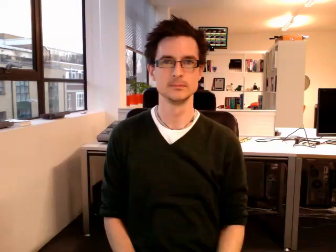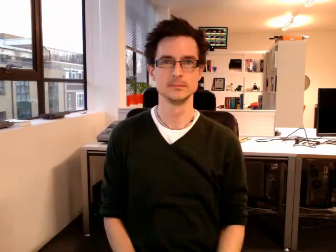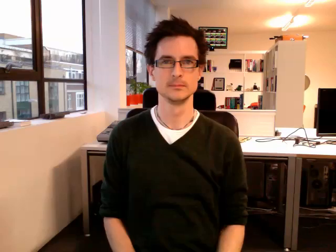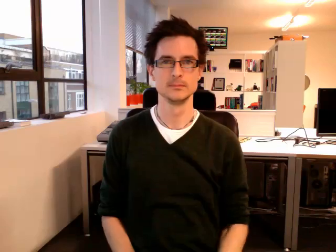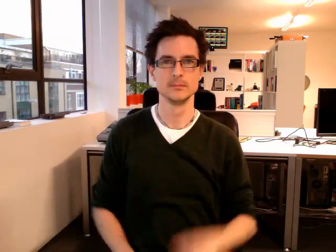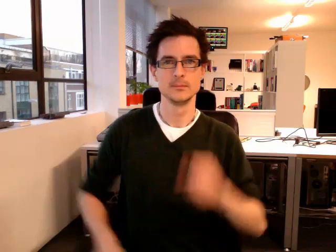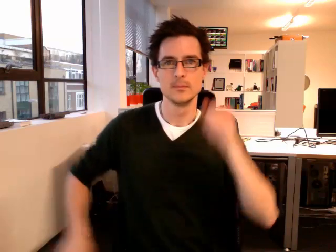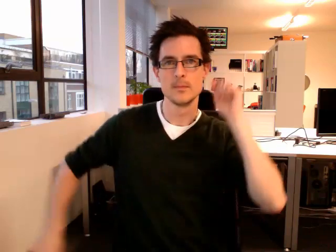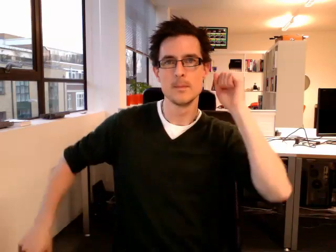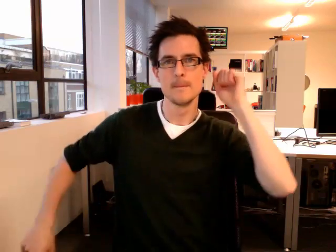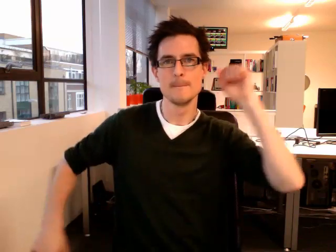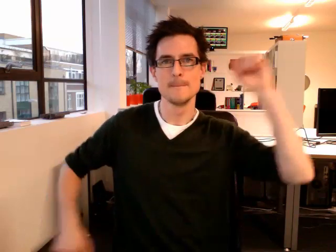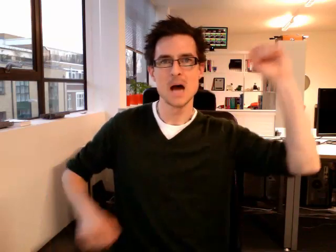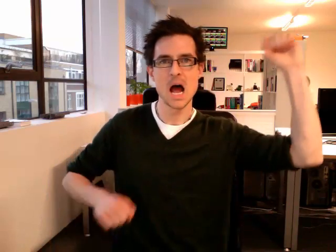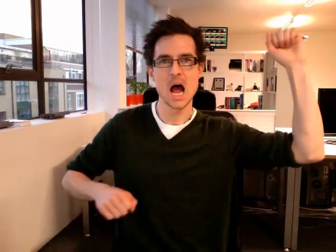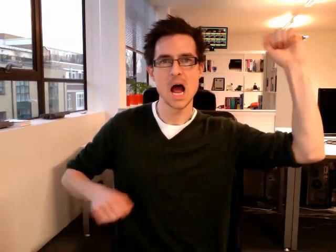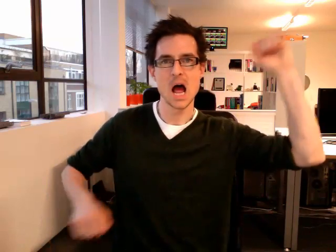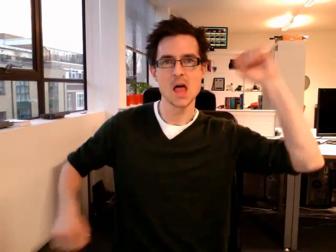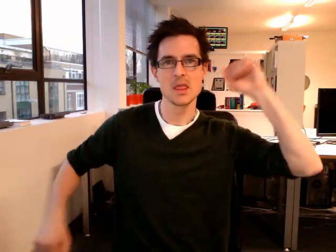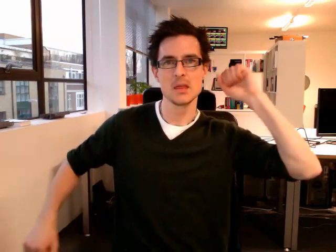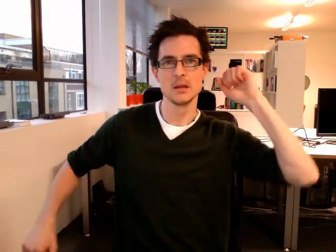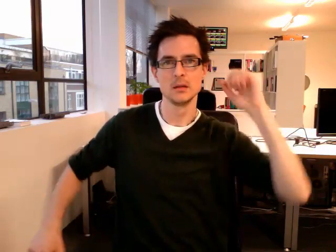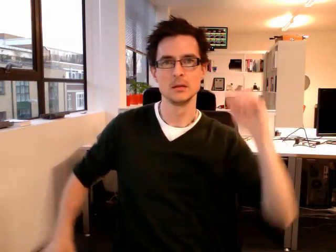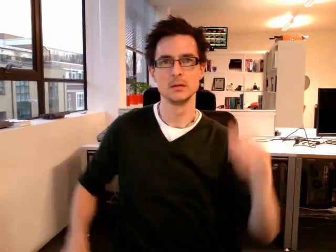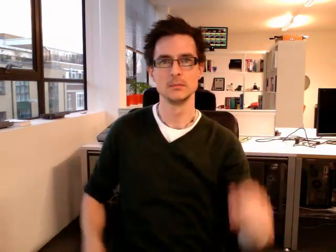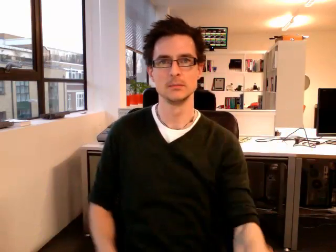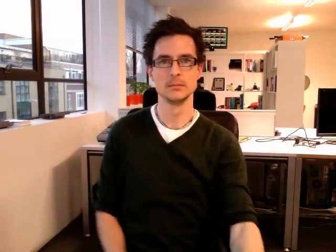bath